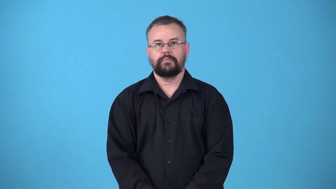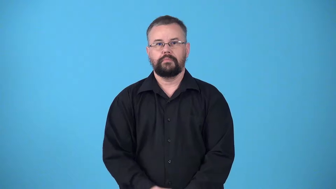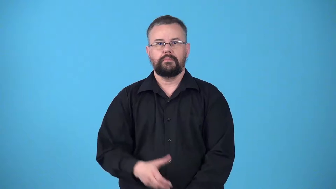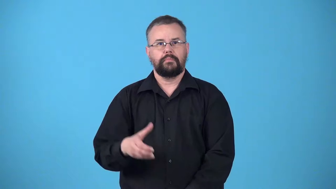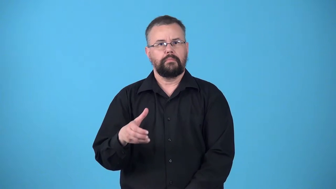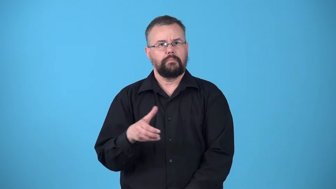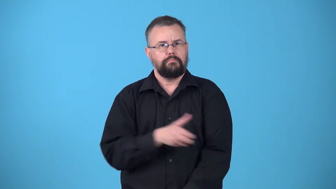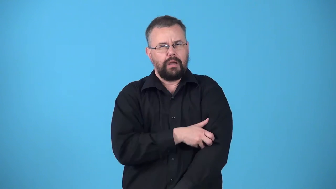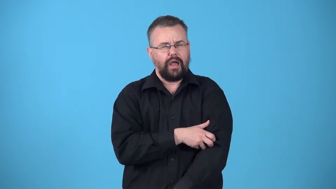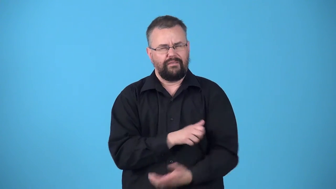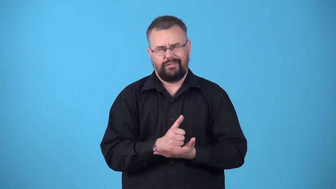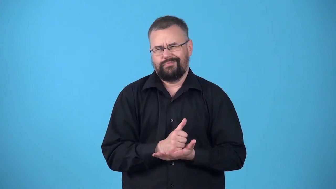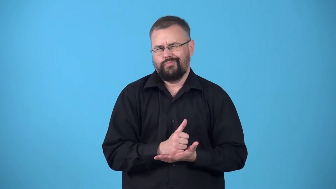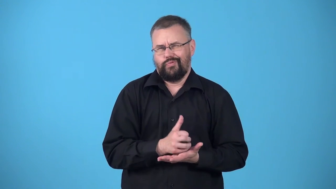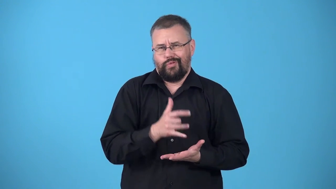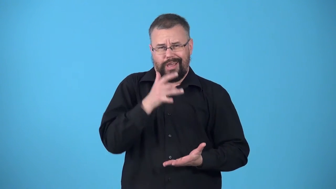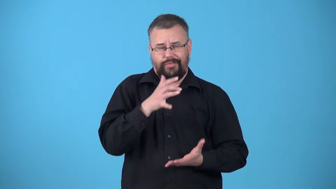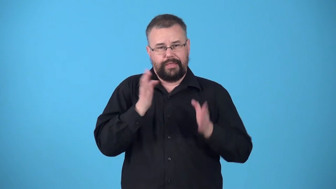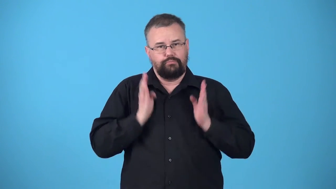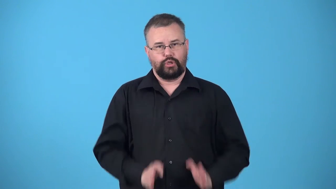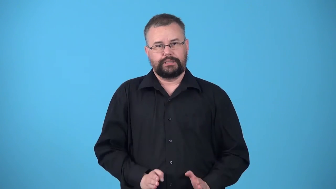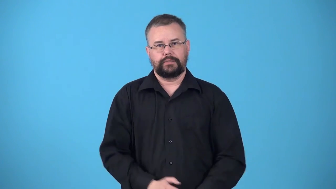tycoon